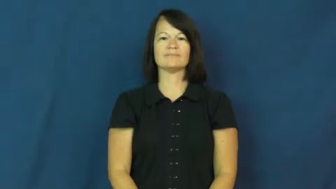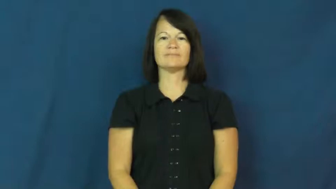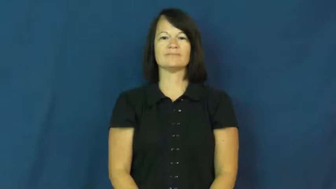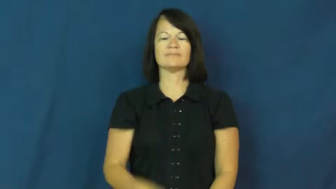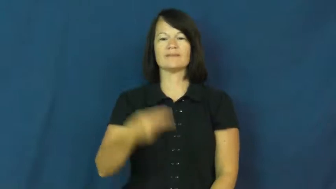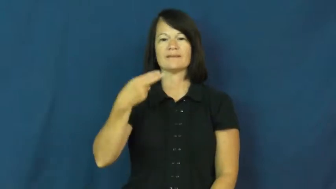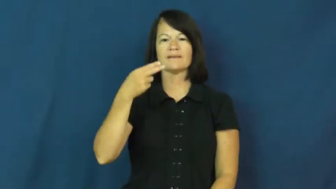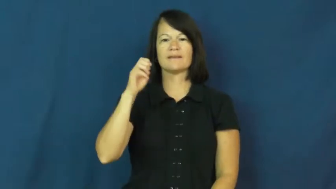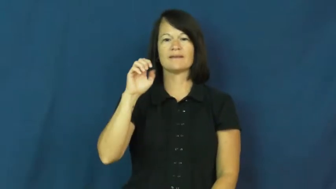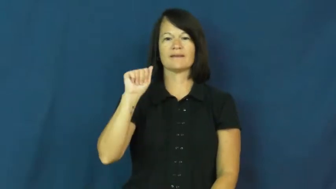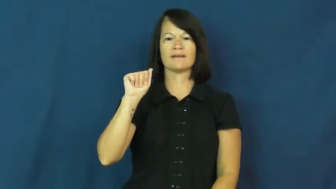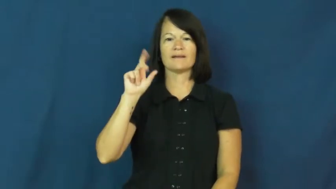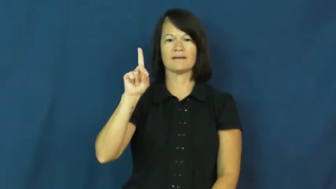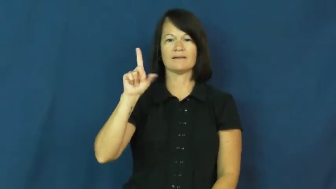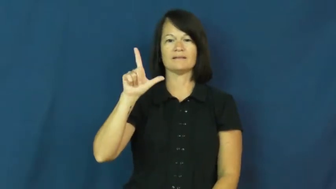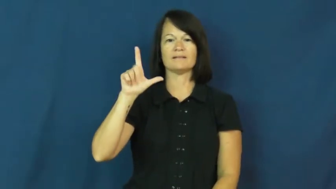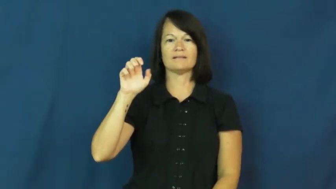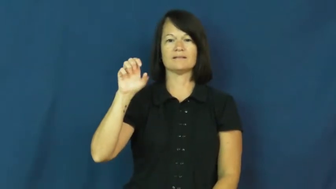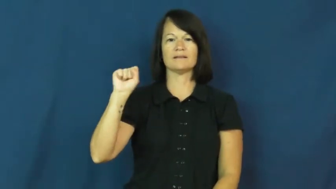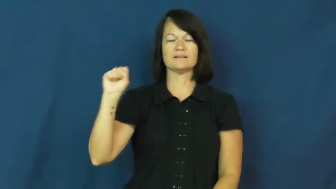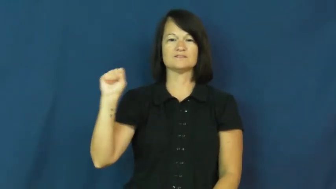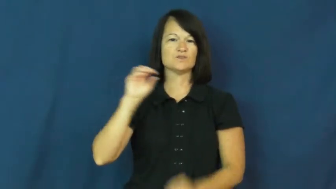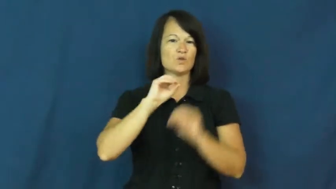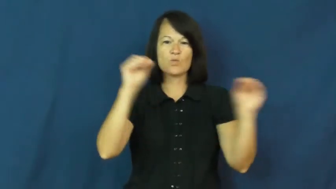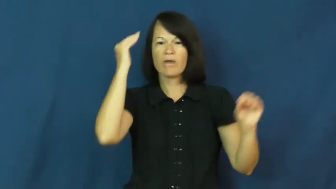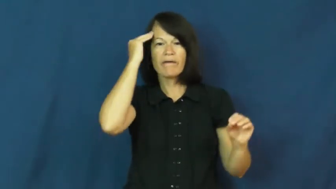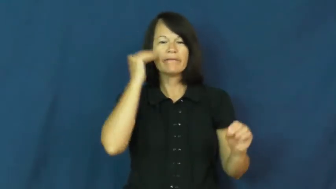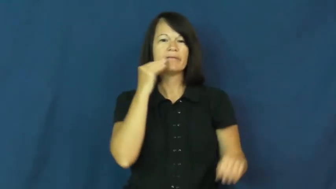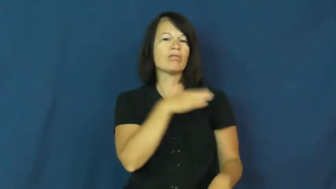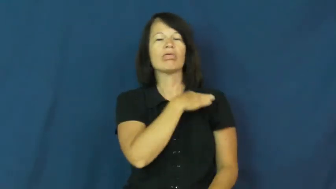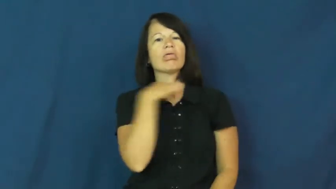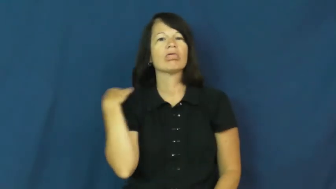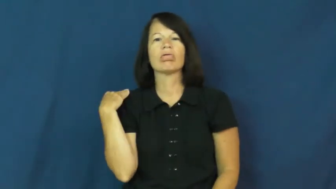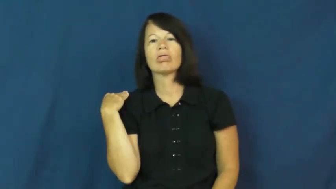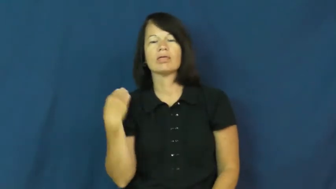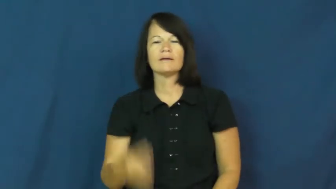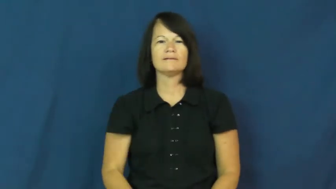headless